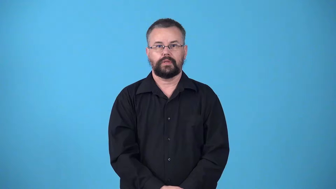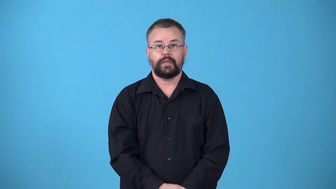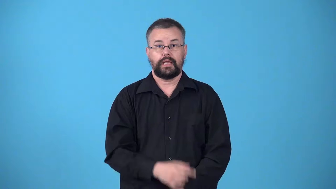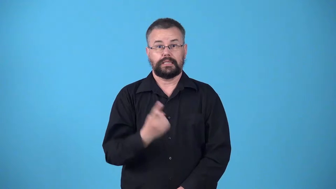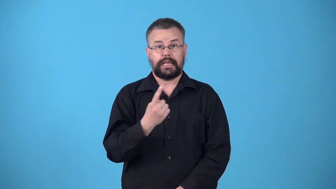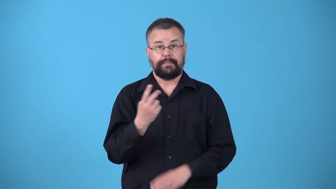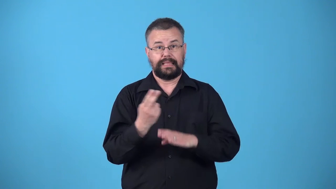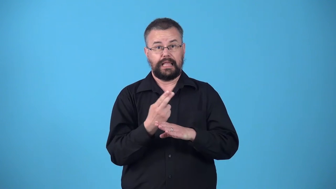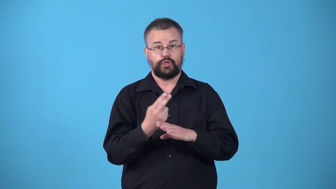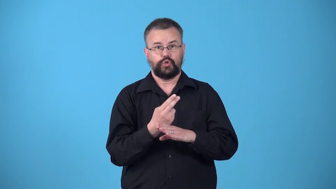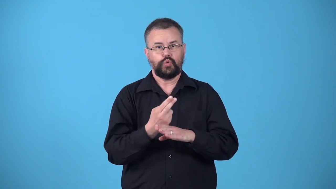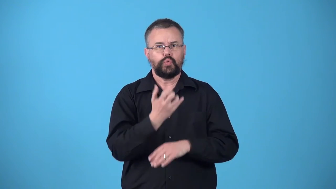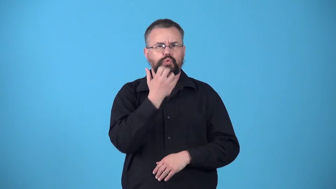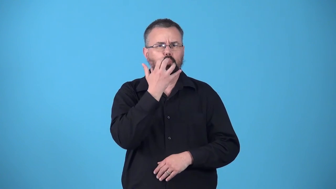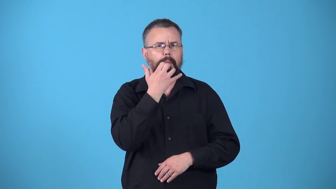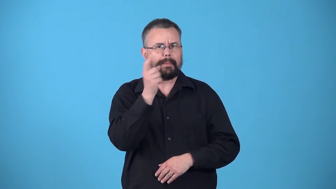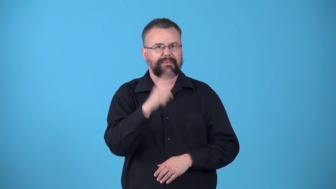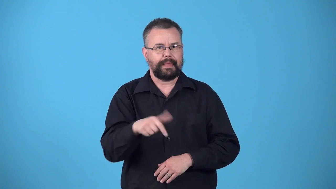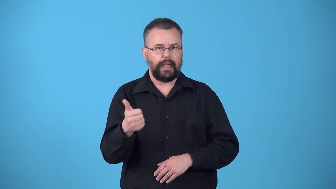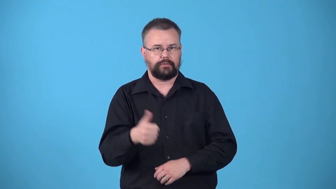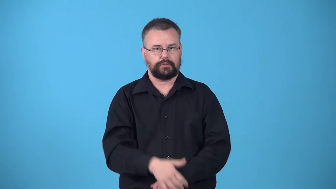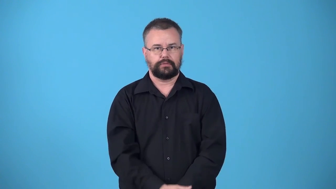warmer-something used to warm something else